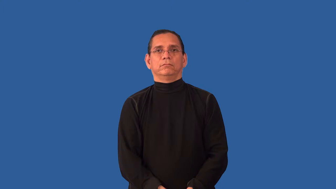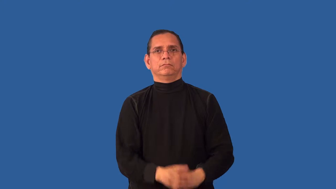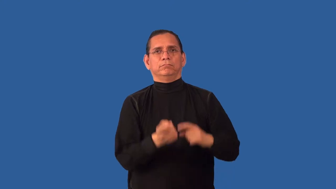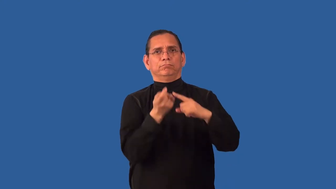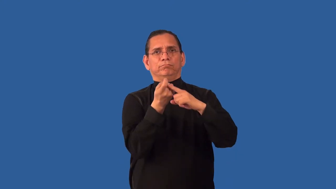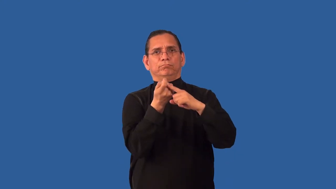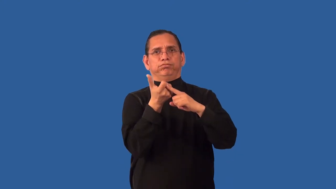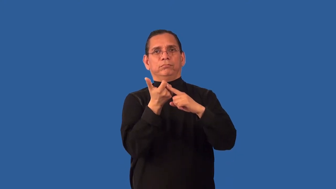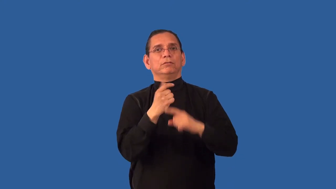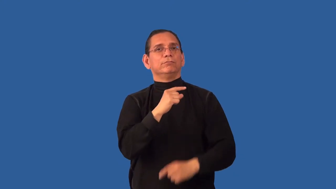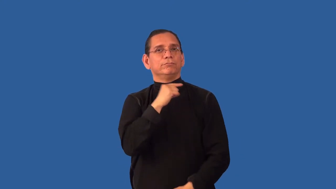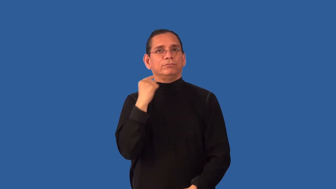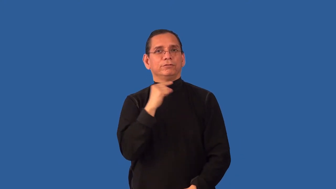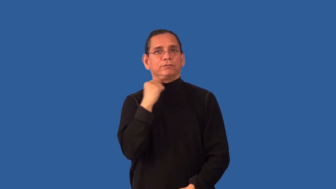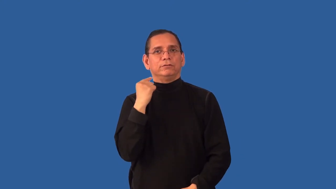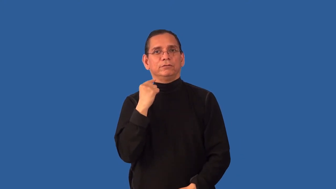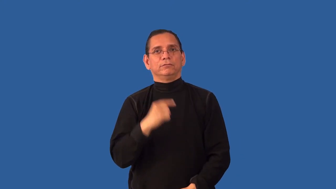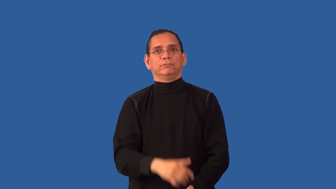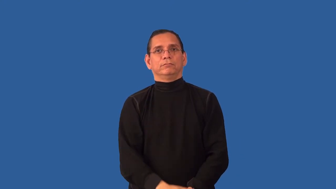defrock,unfrock